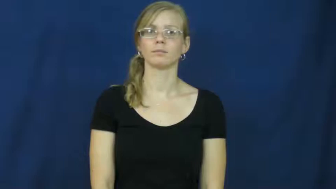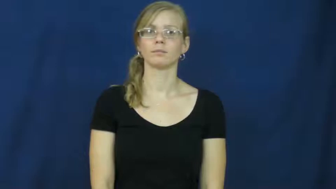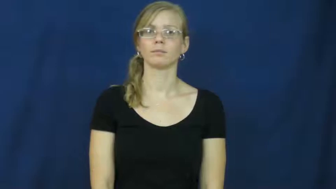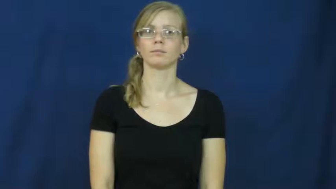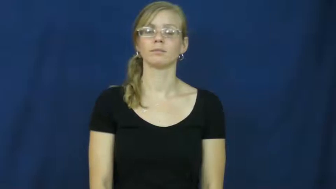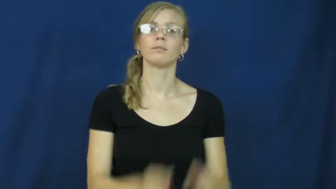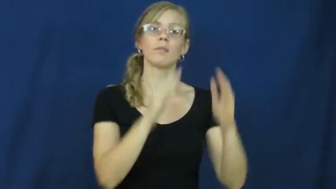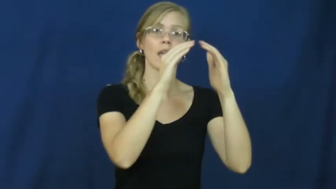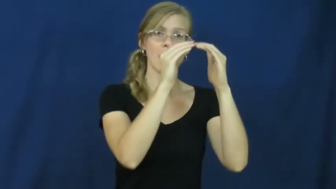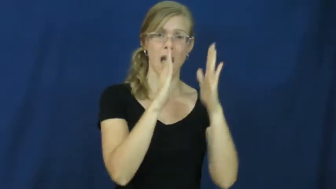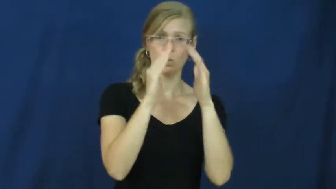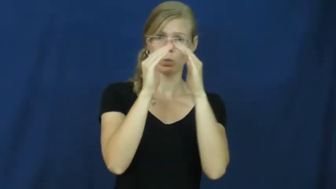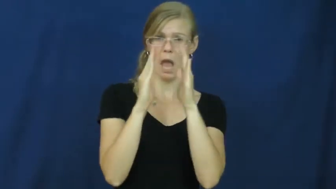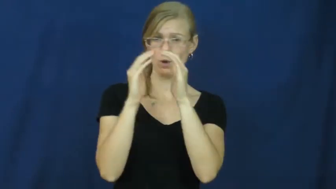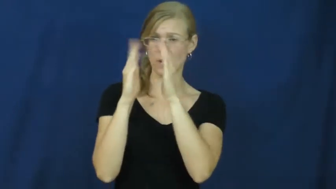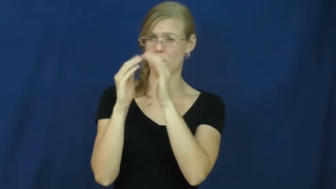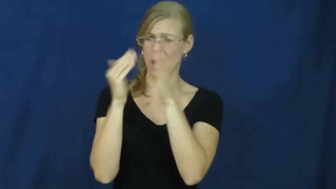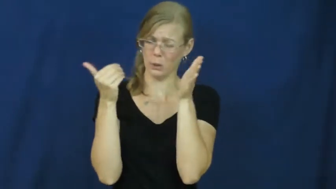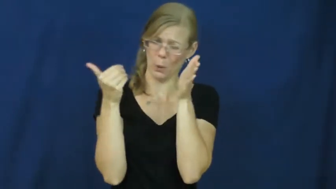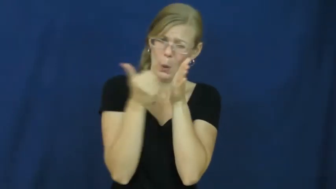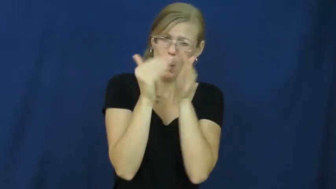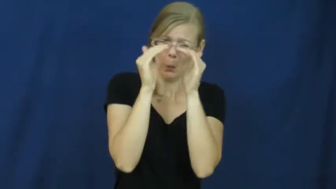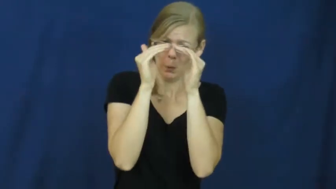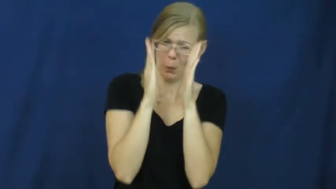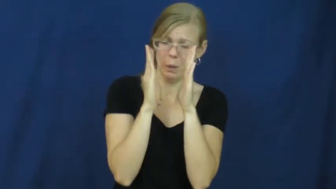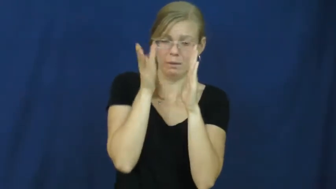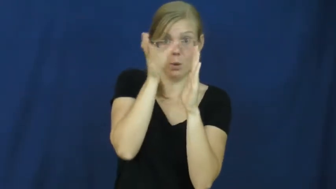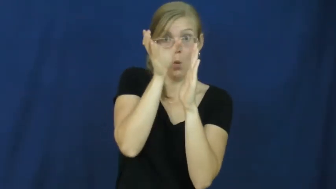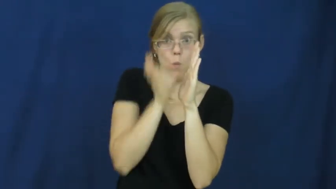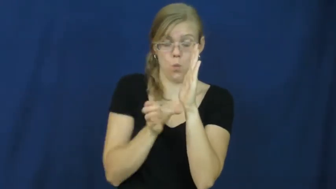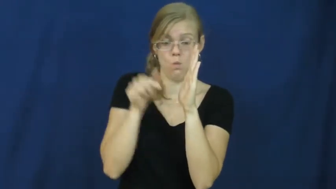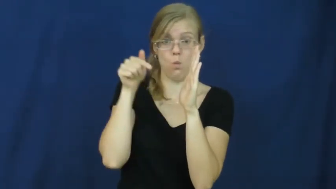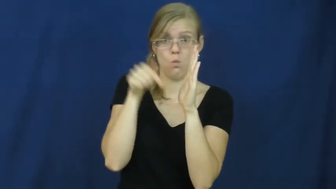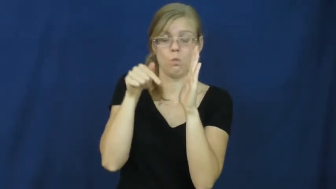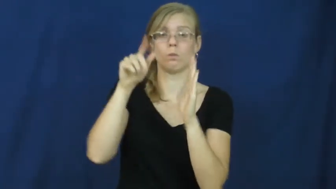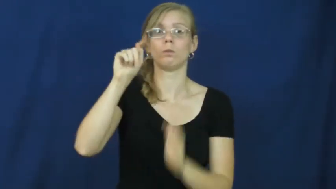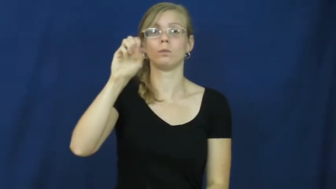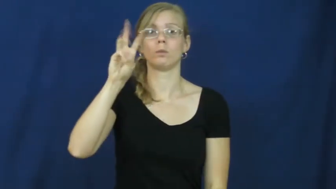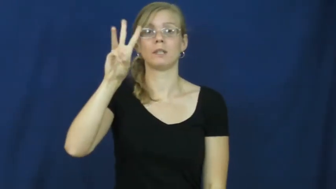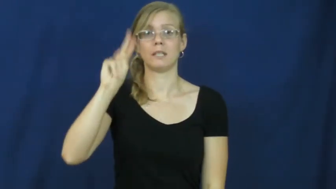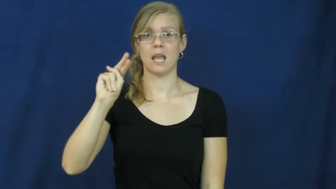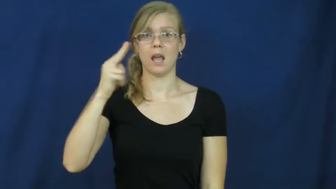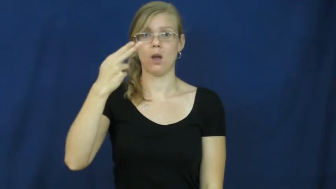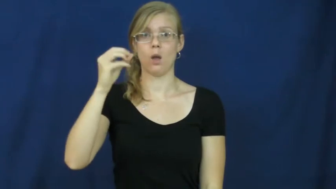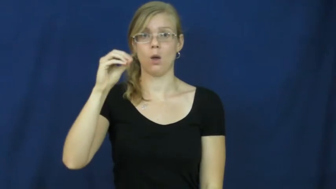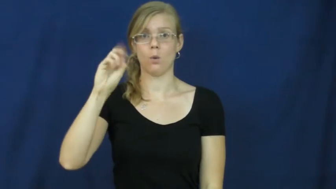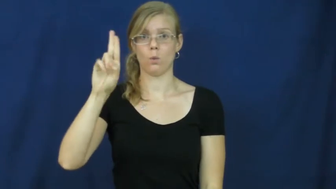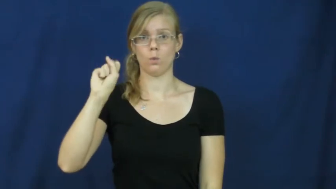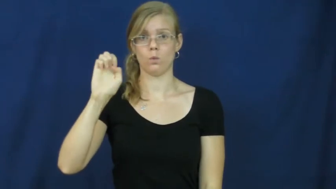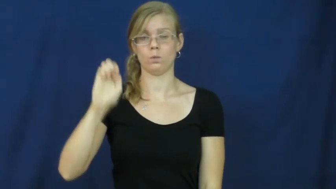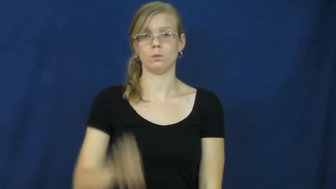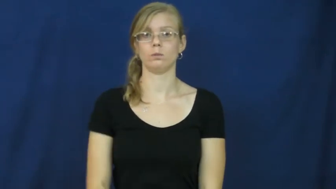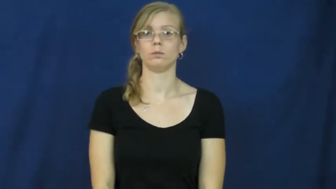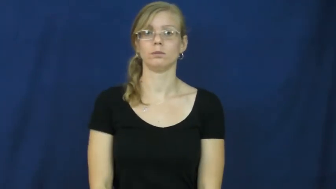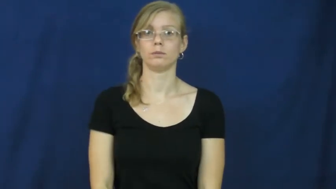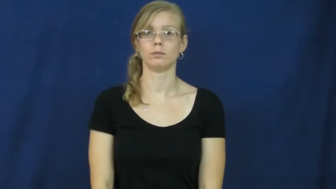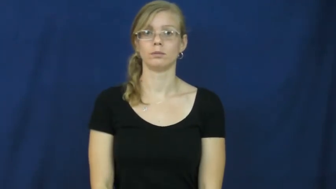townhouse